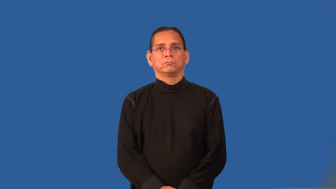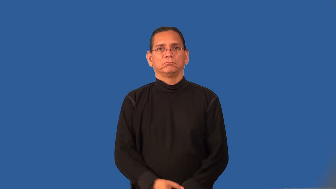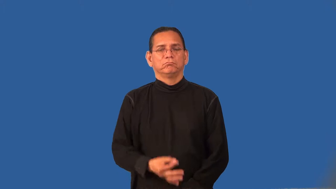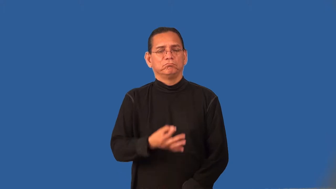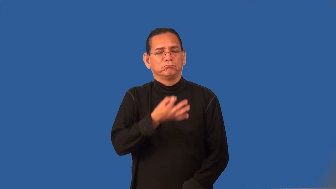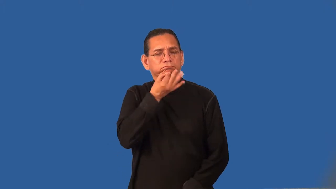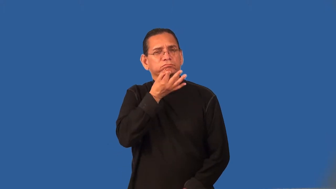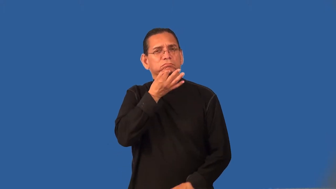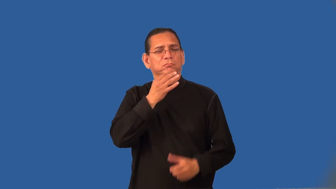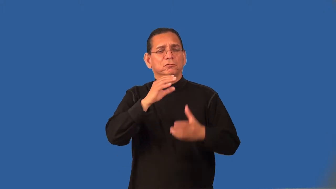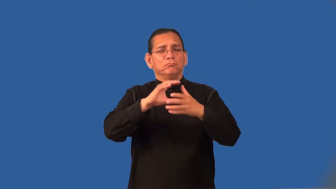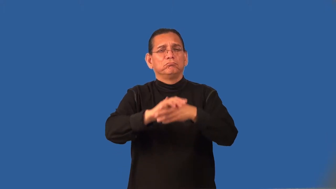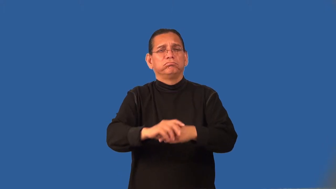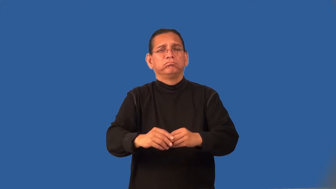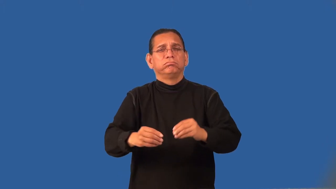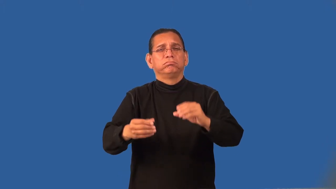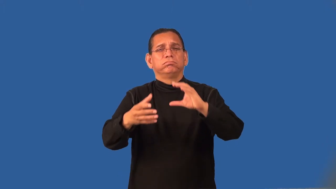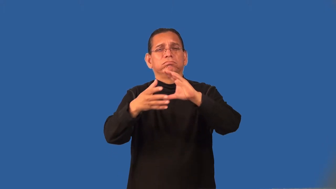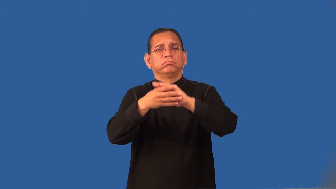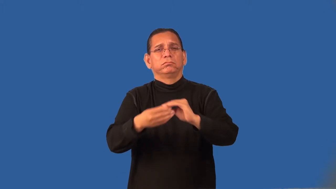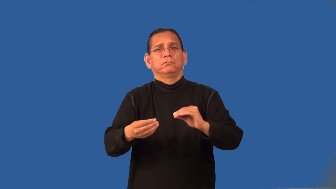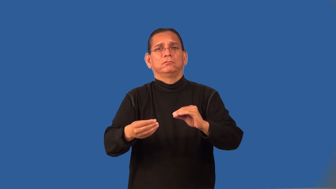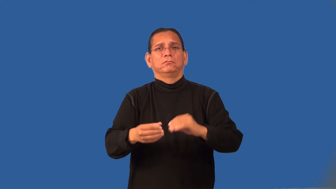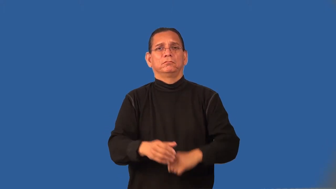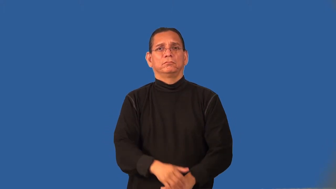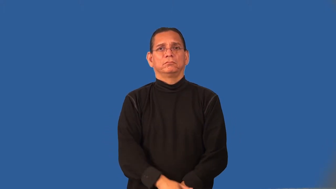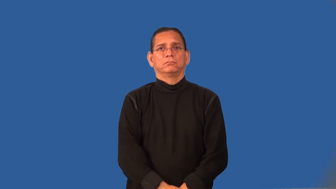raconteur